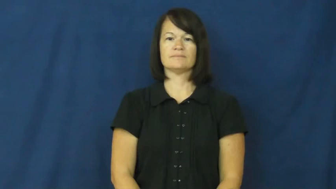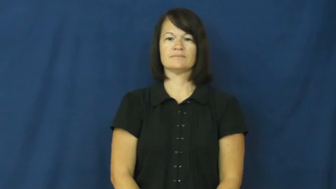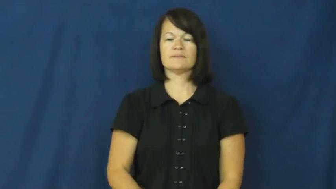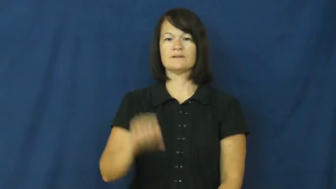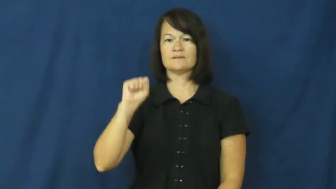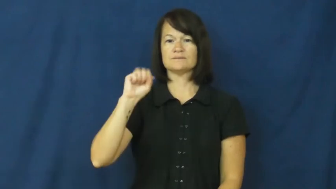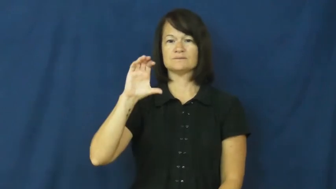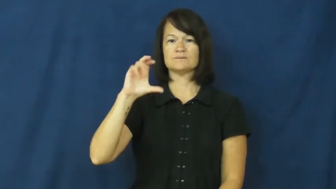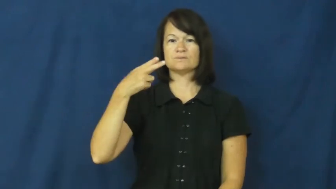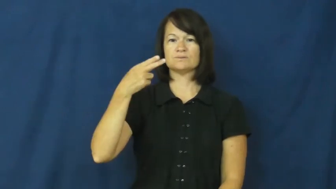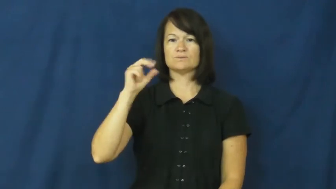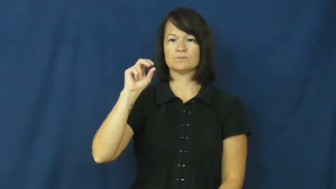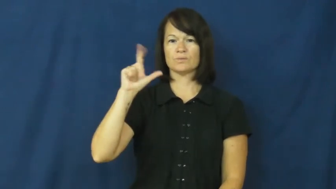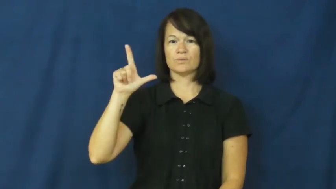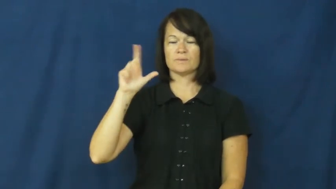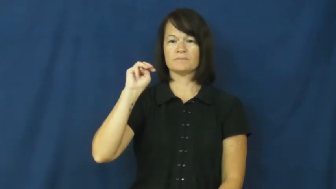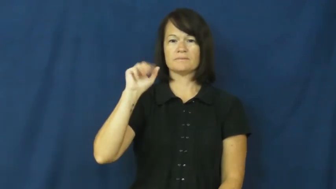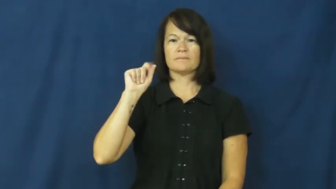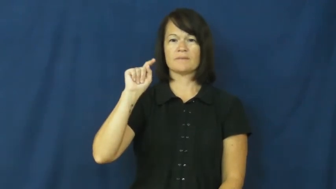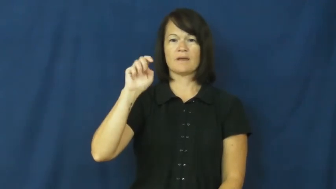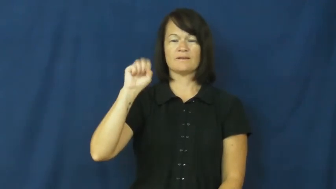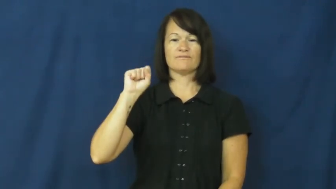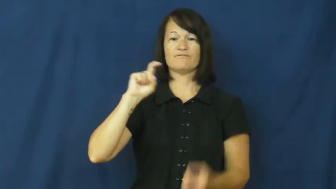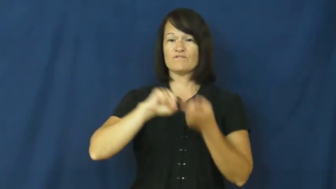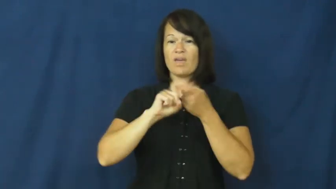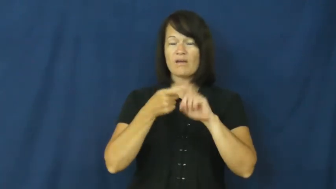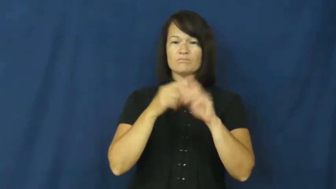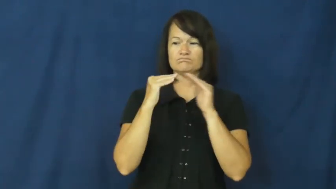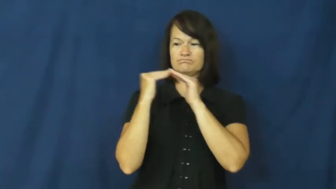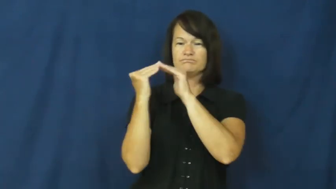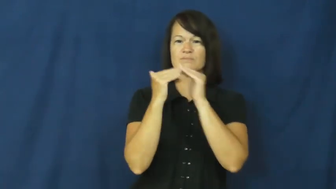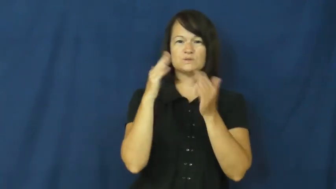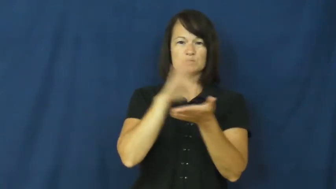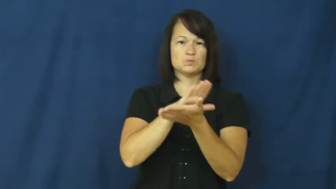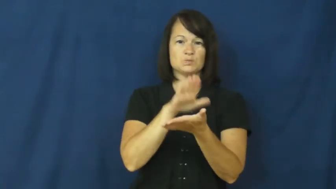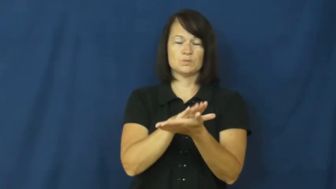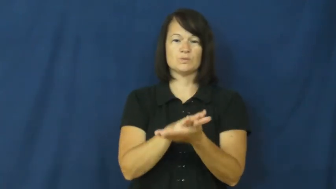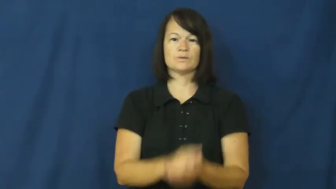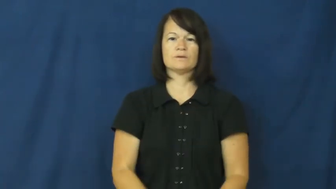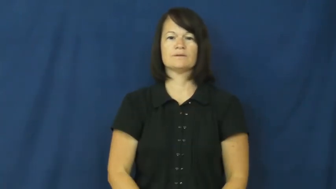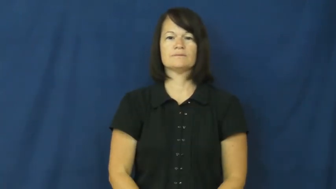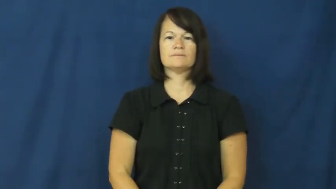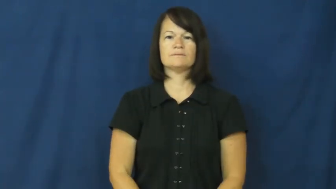schoolmates